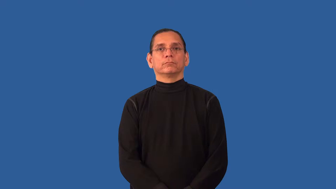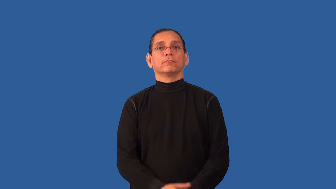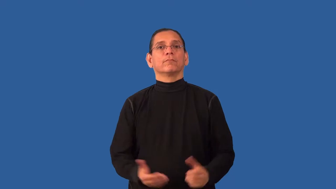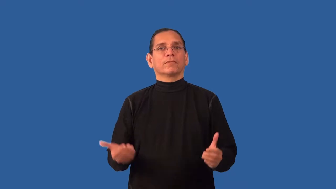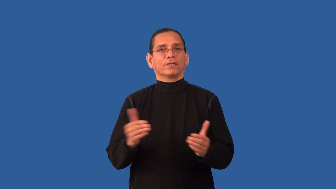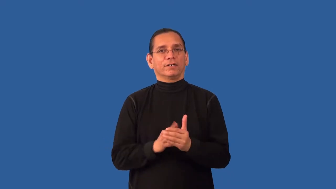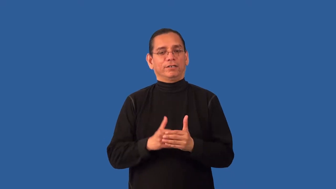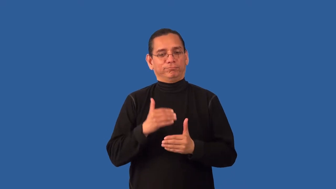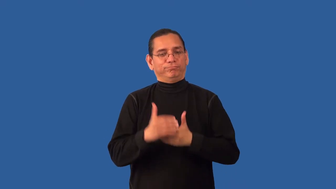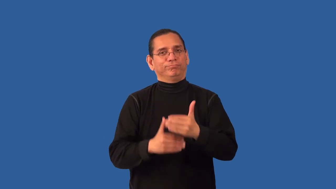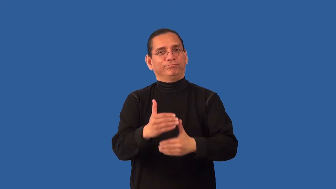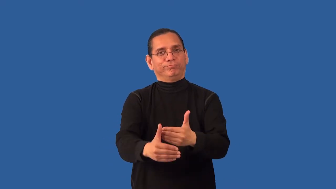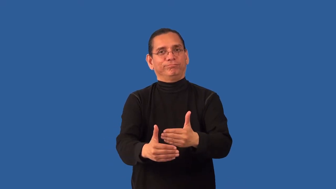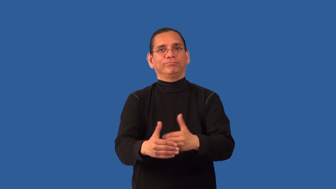reprocess